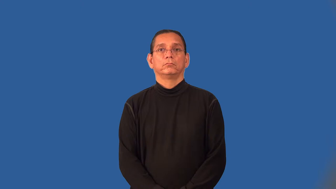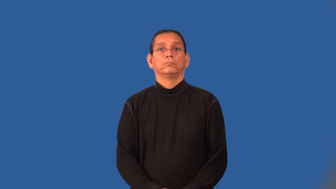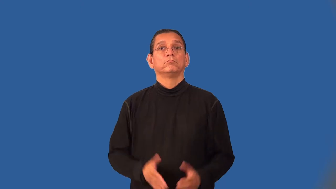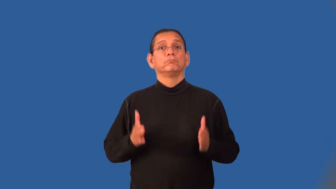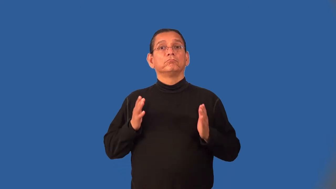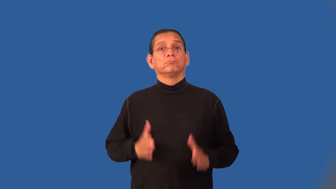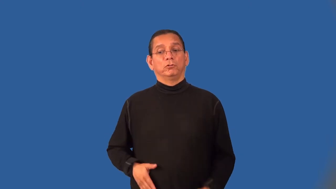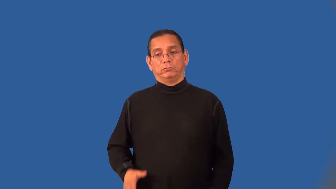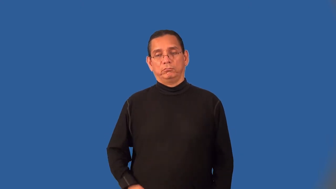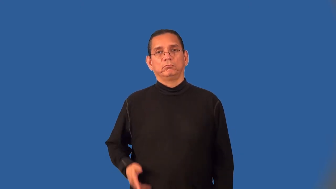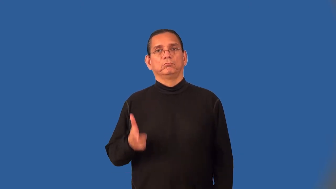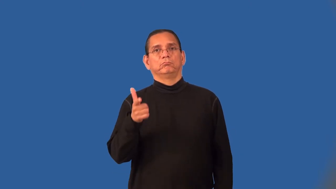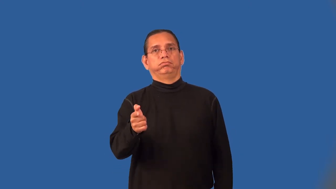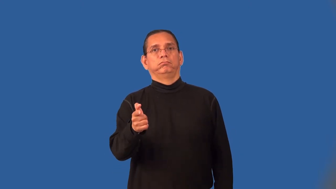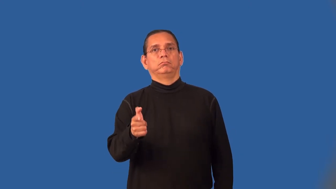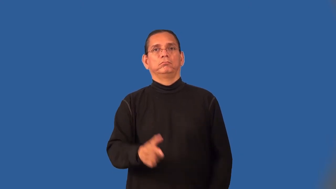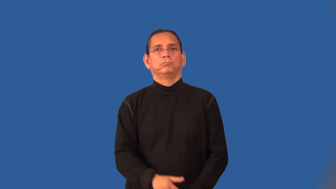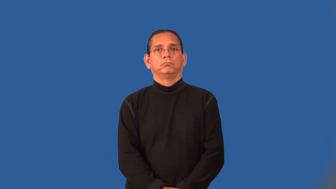gunman